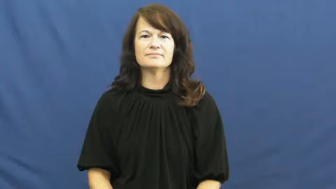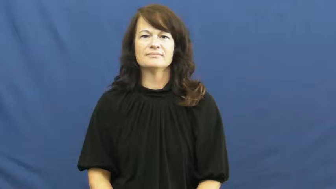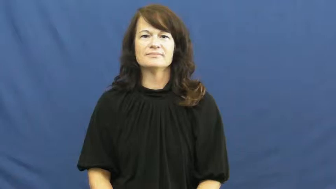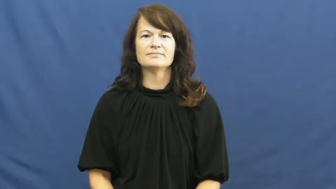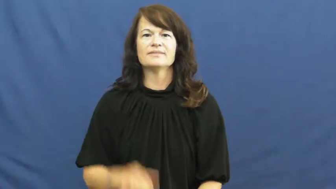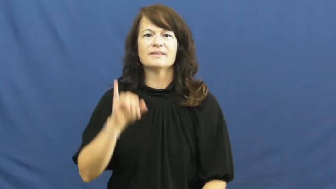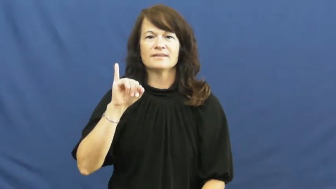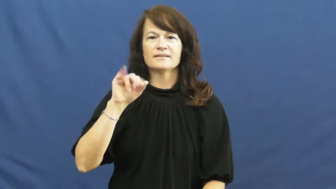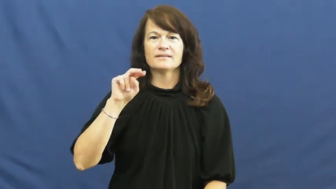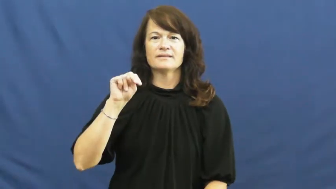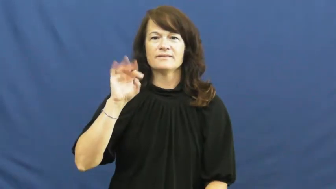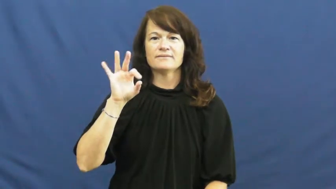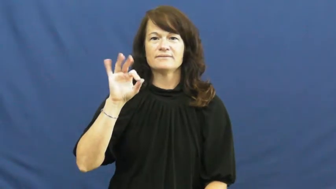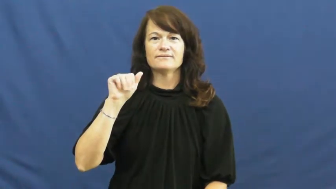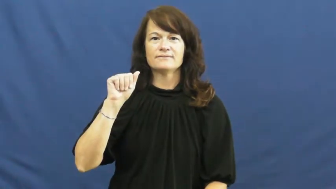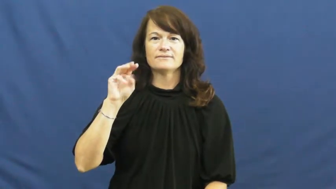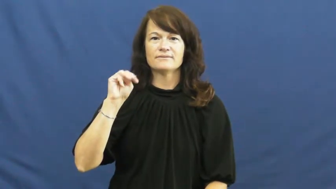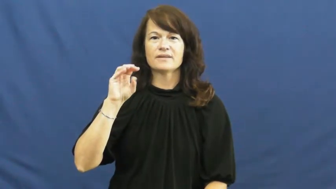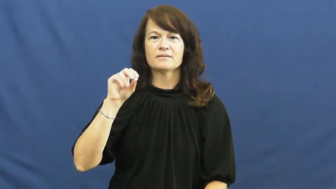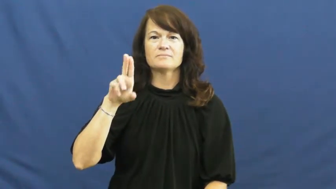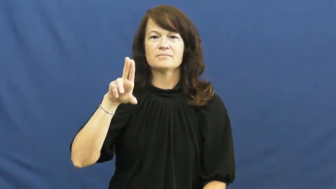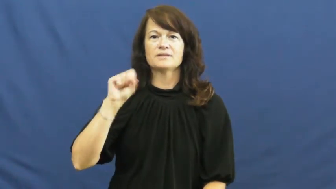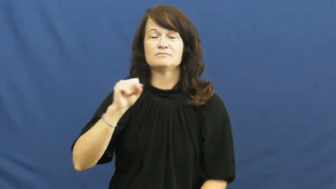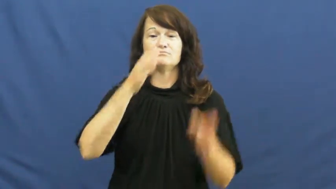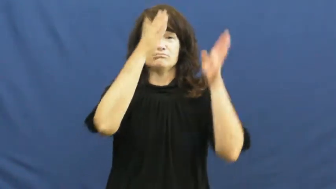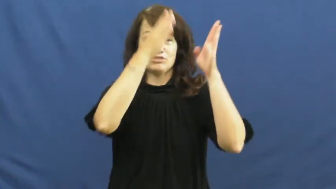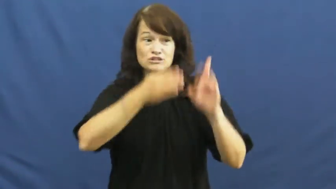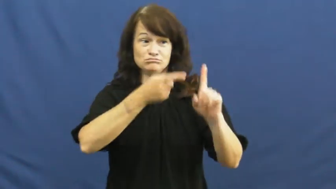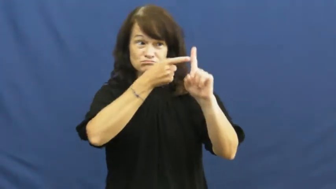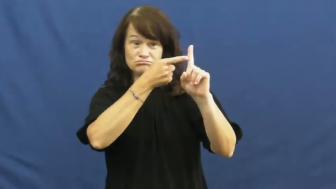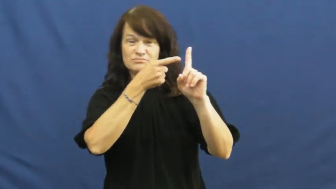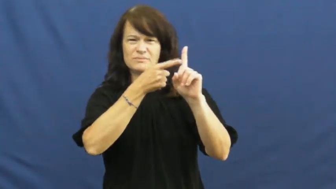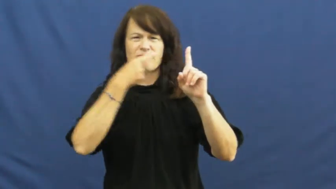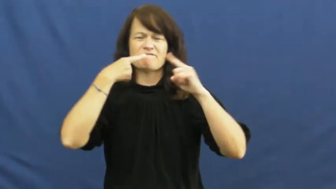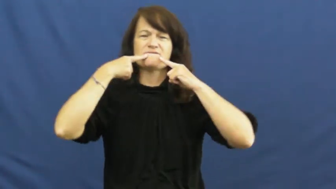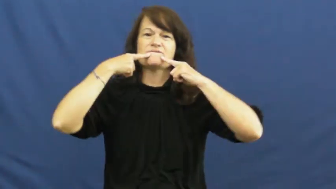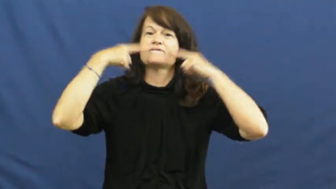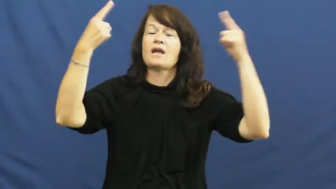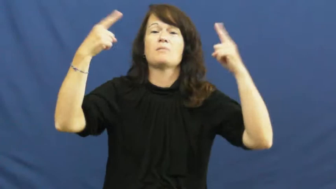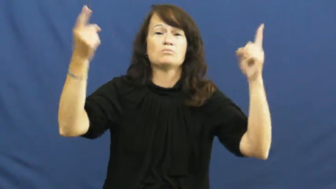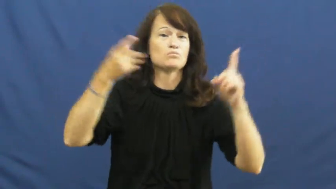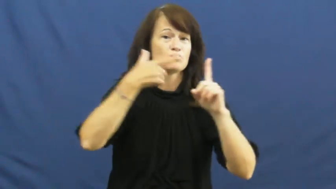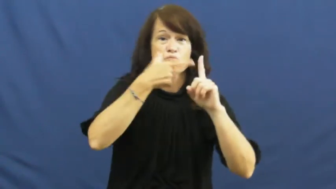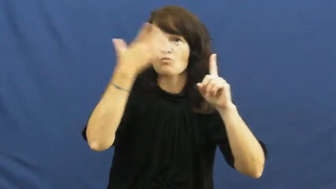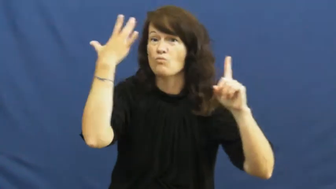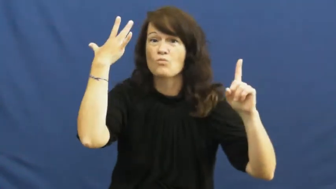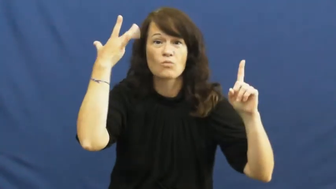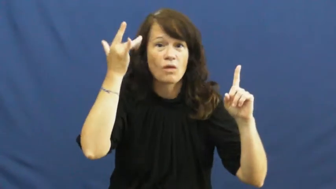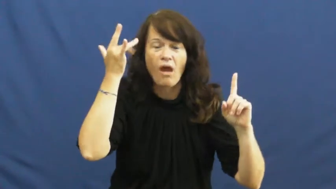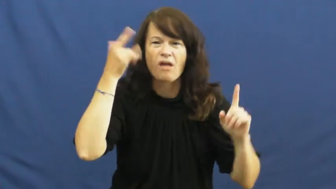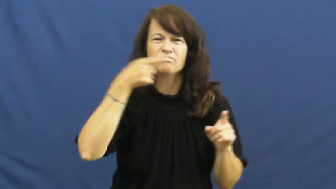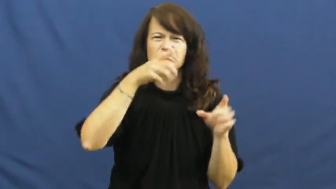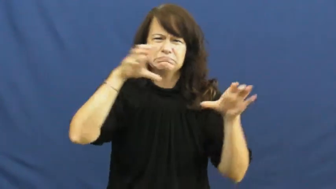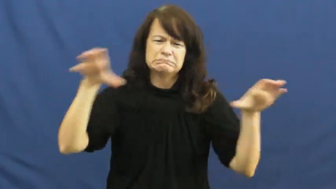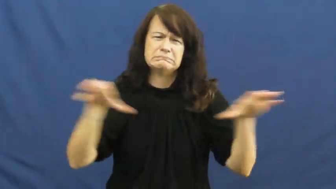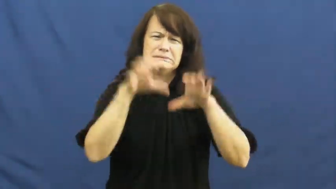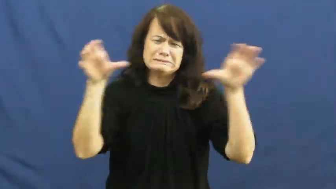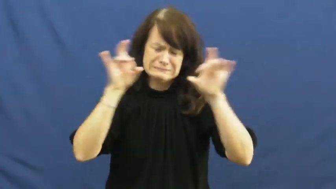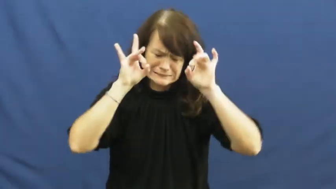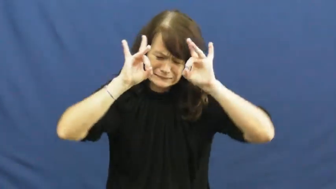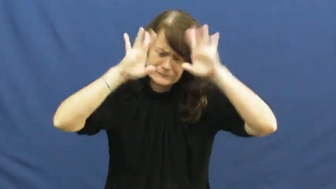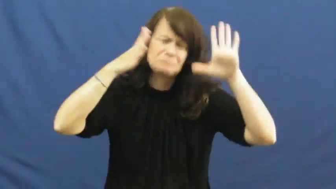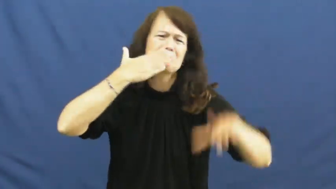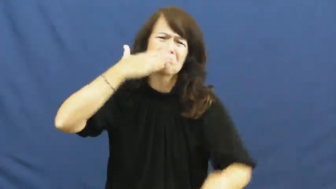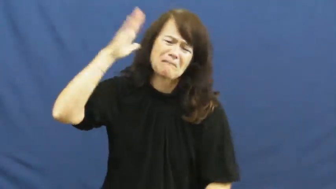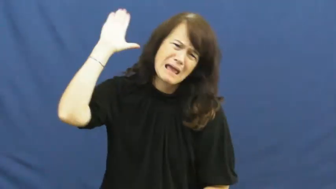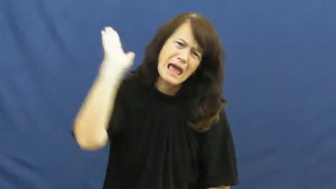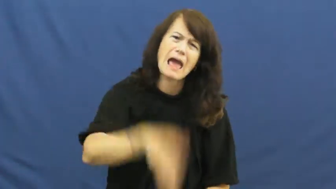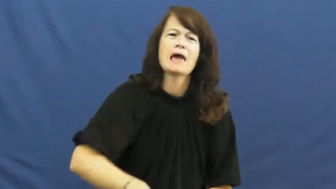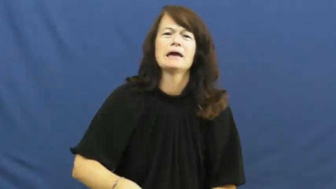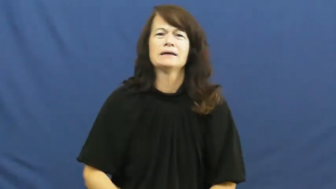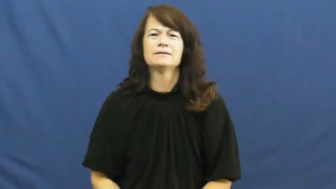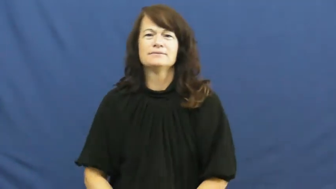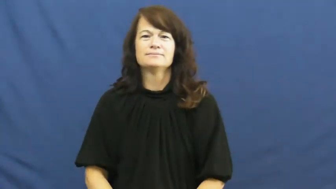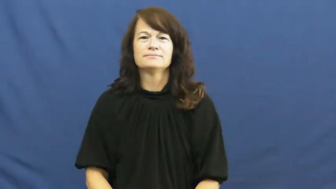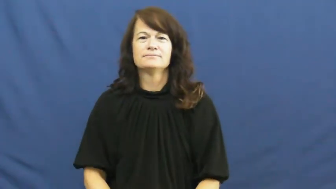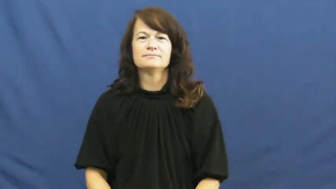infamous